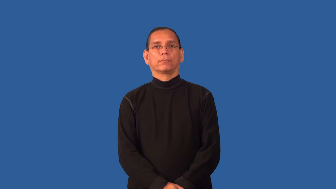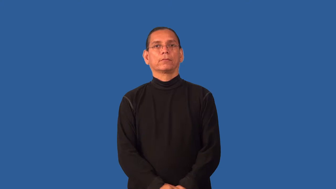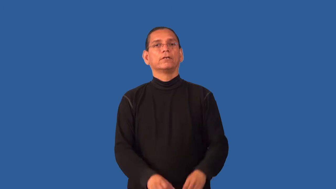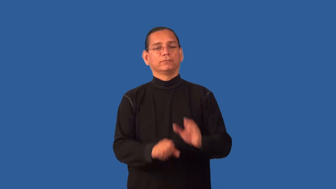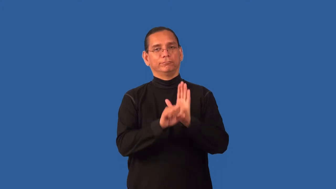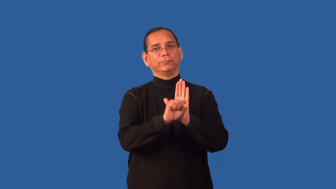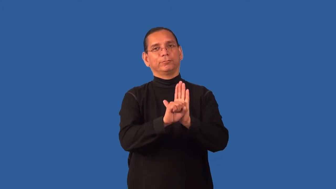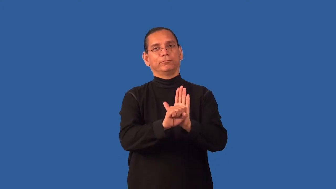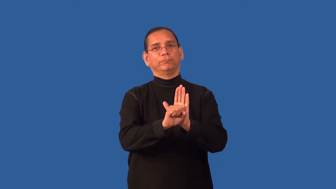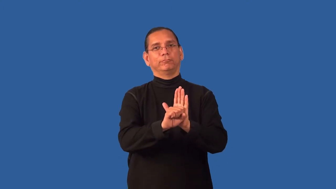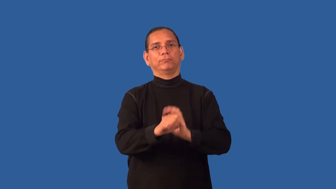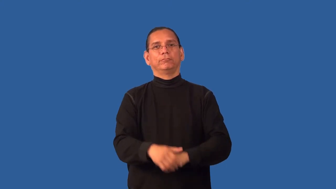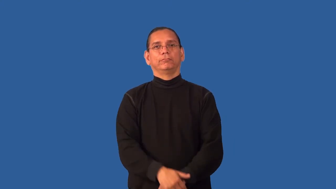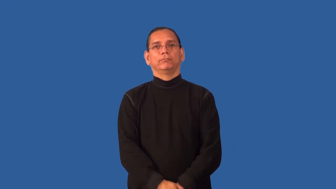emblem,insignia